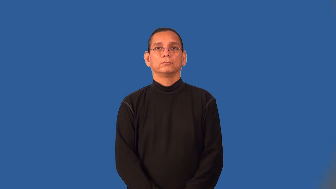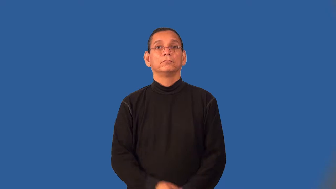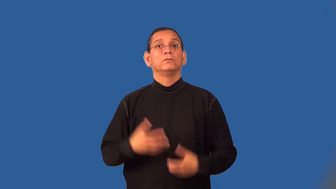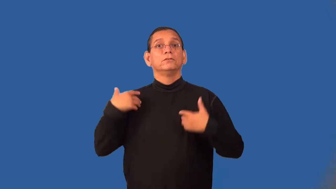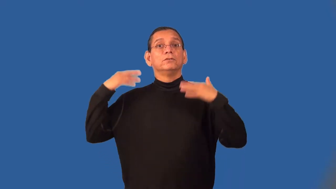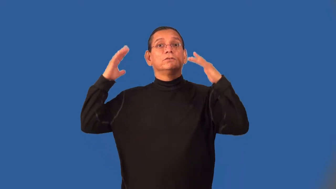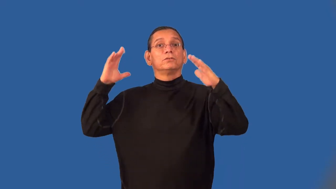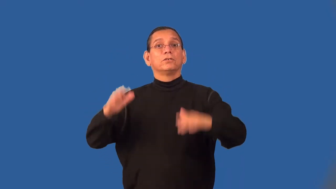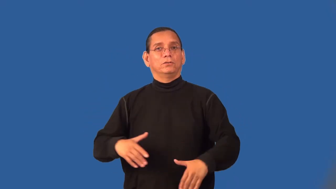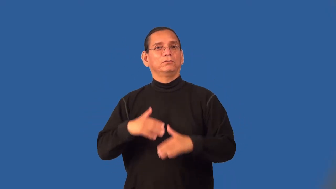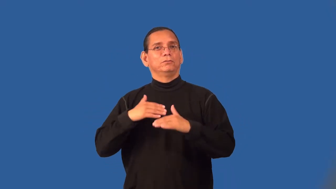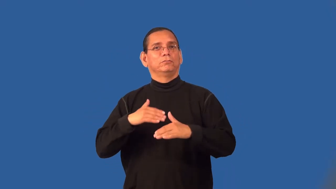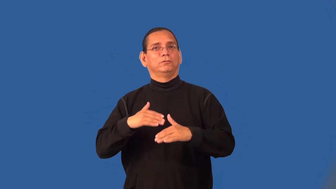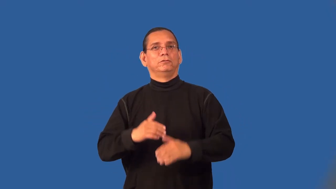snowboard